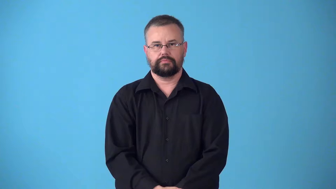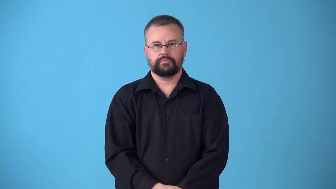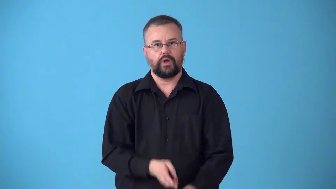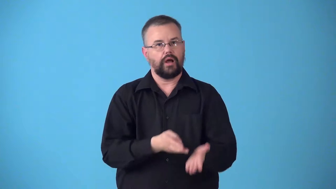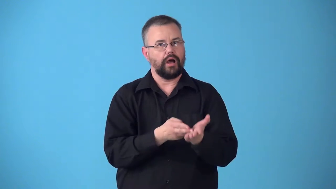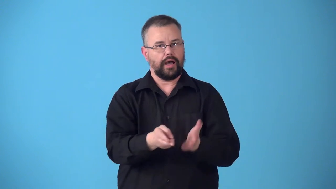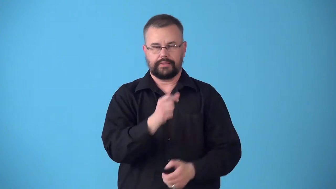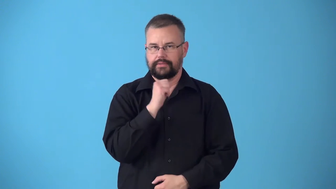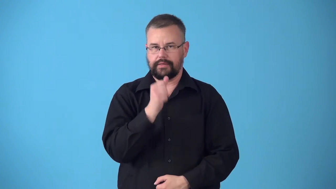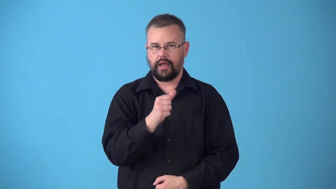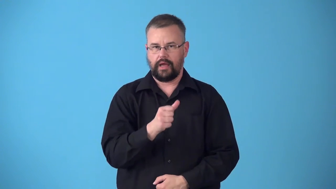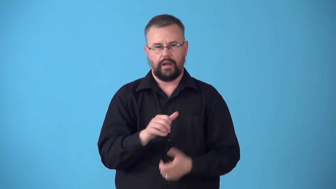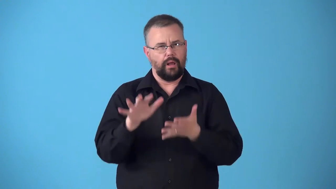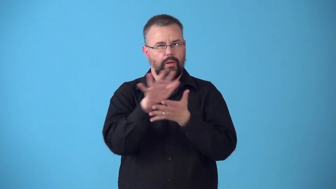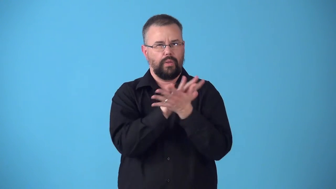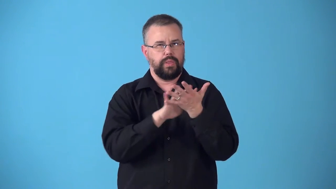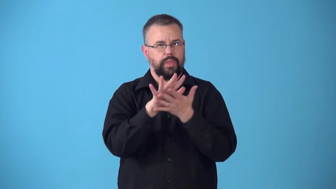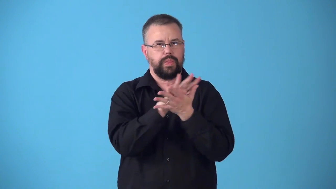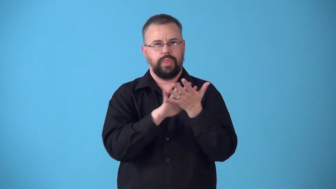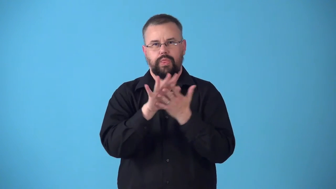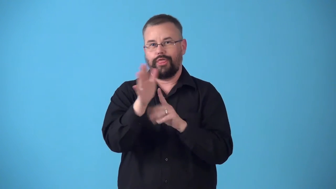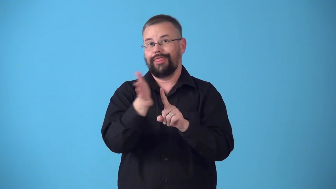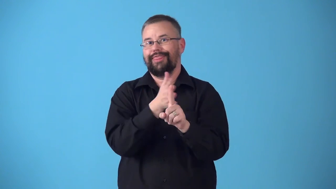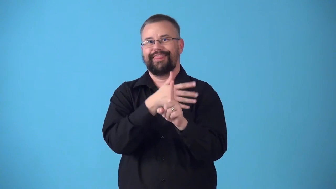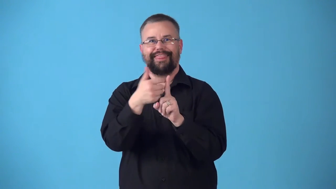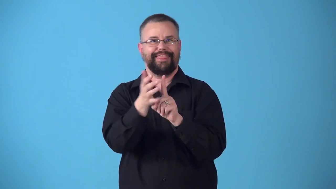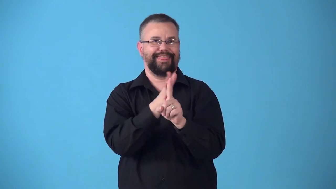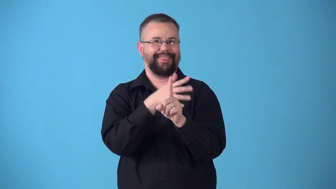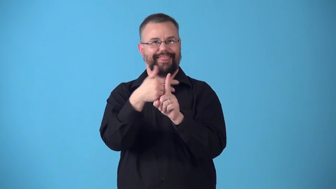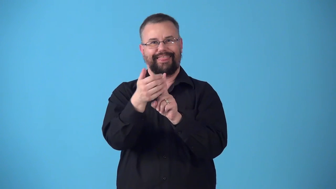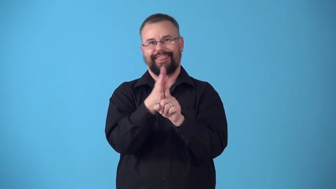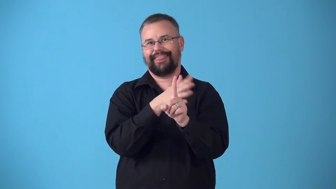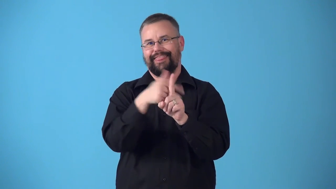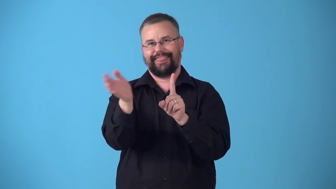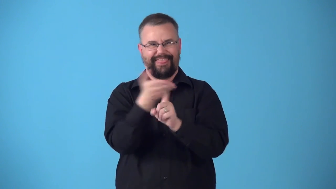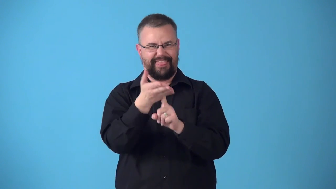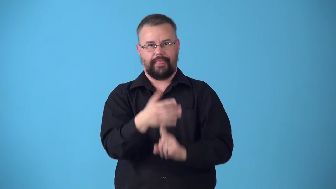sugarcoat,candycoat-not be honest,too nice